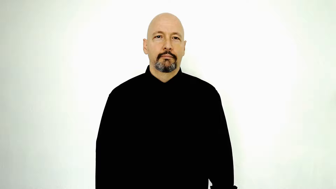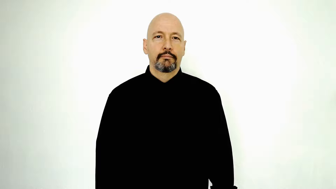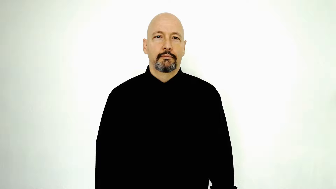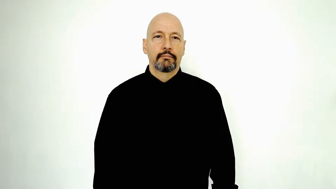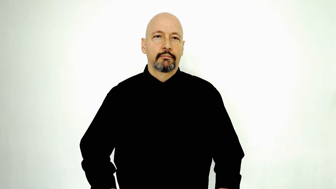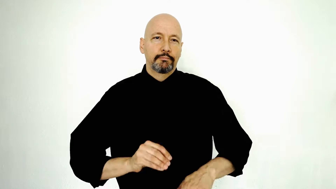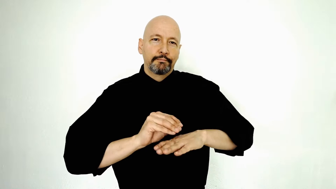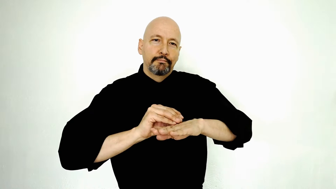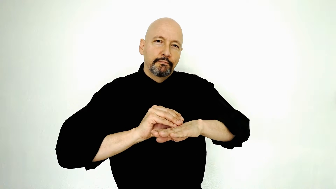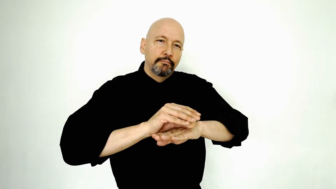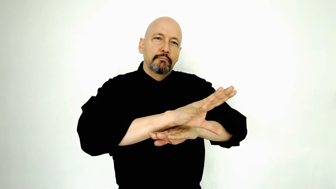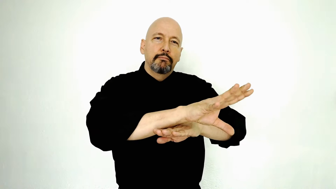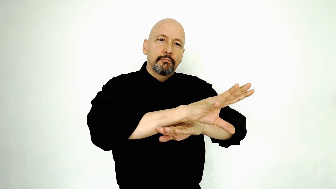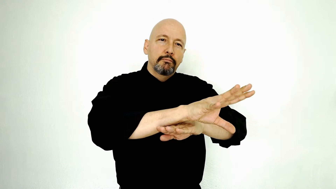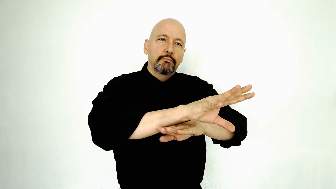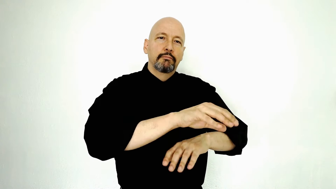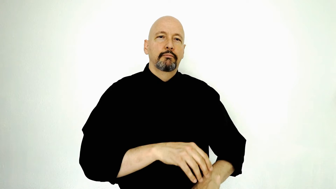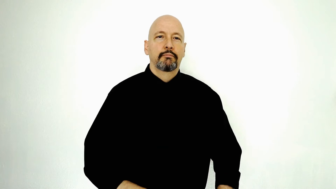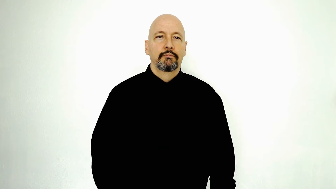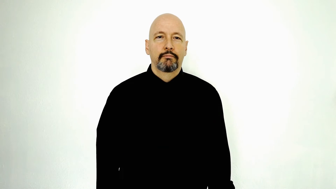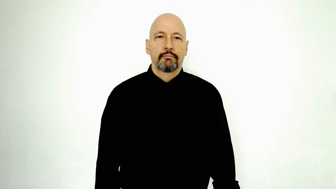INFLUENCE-advise-counsel-[verb-form]